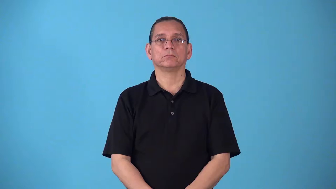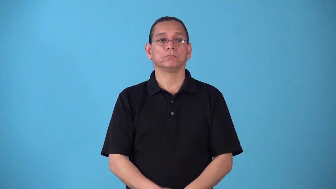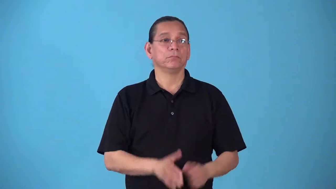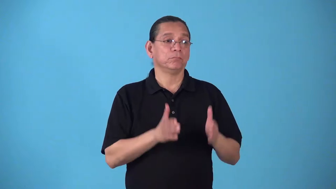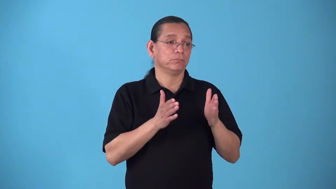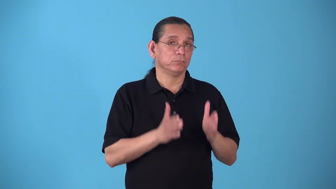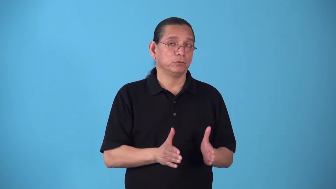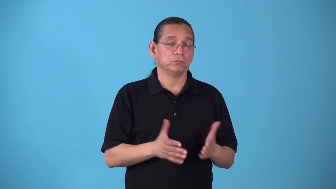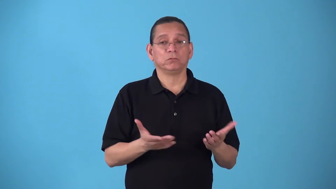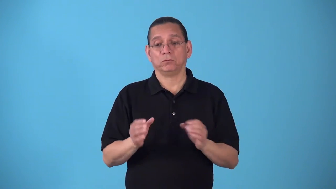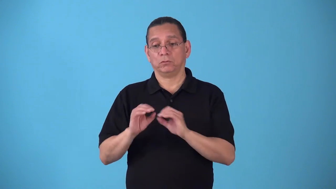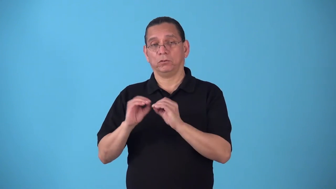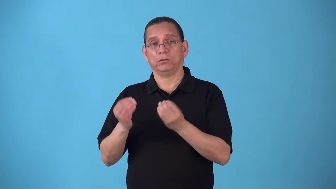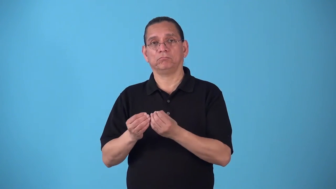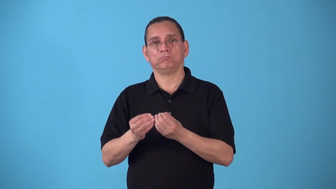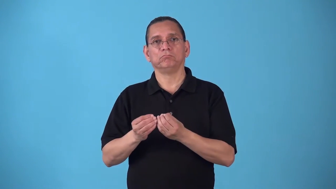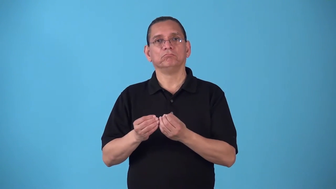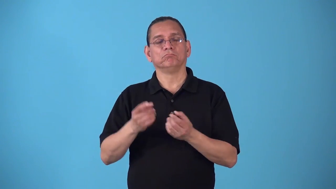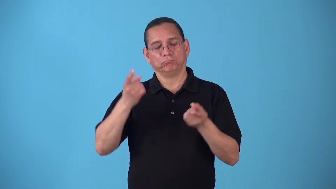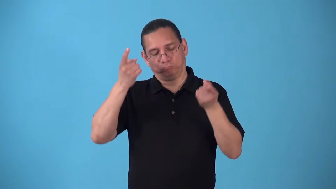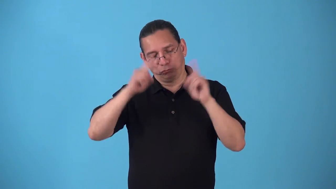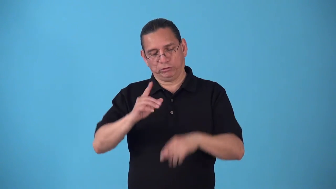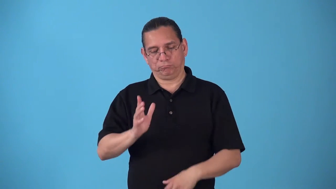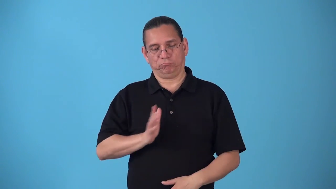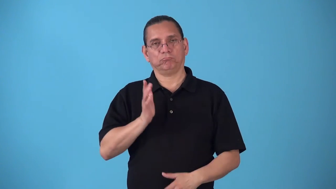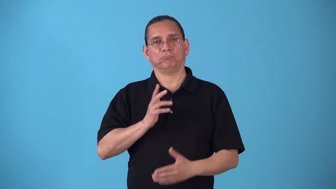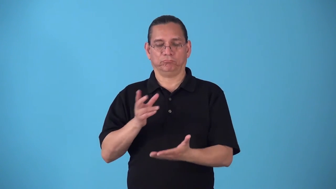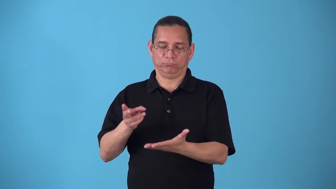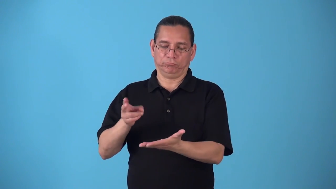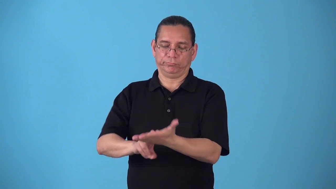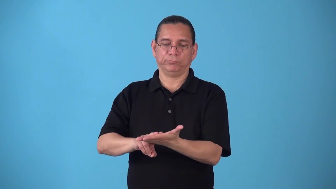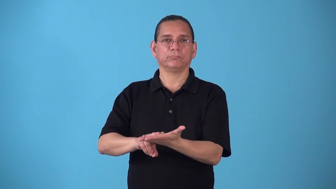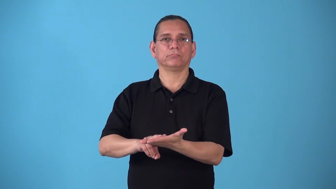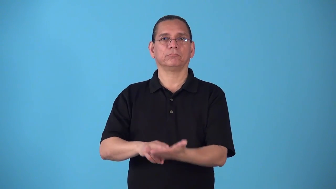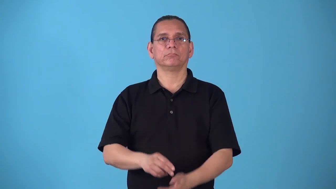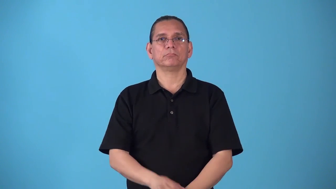signatory